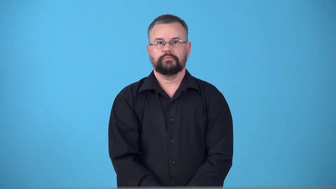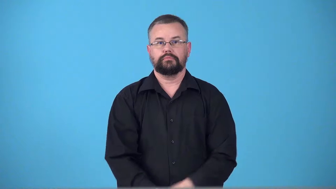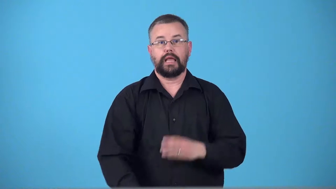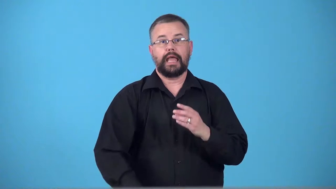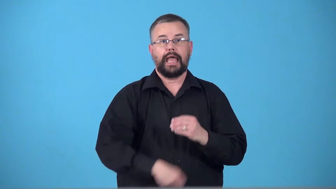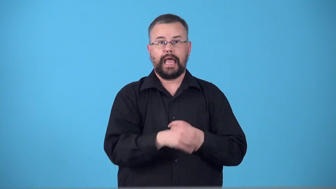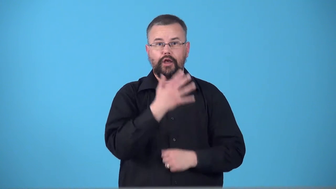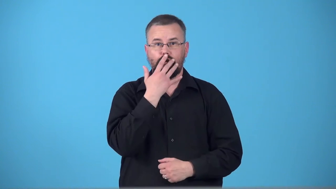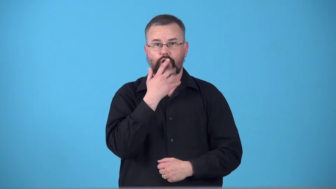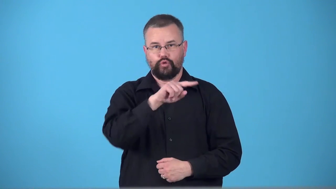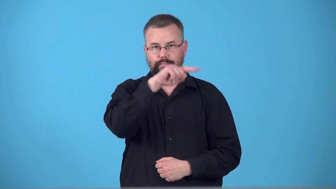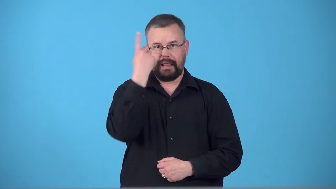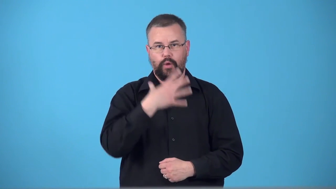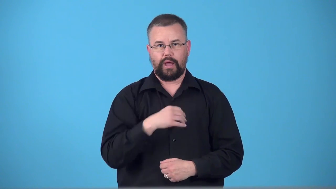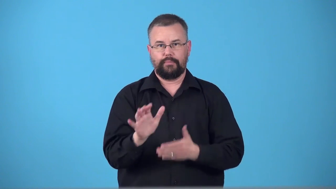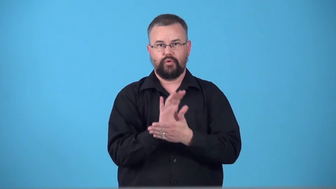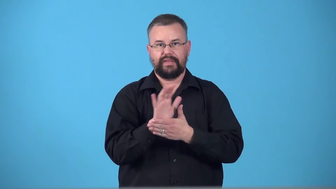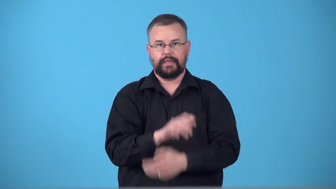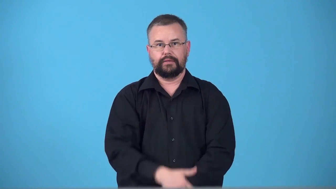technicolor